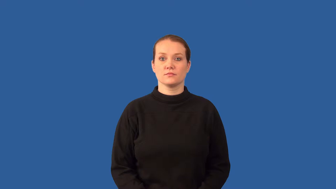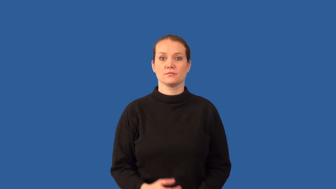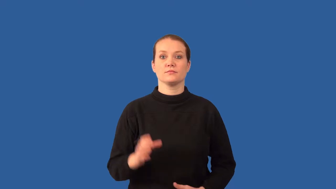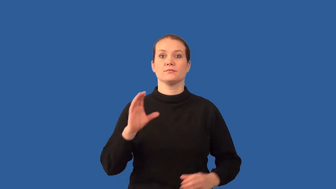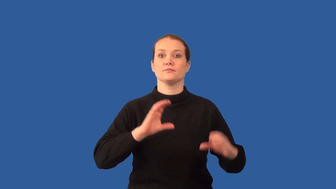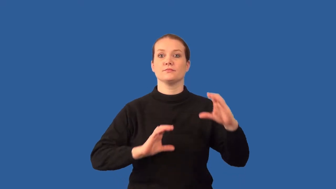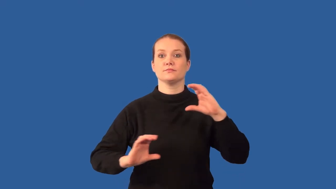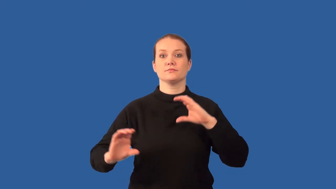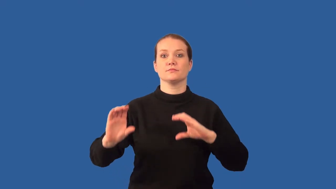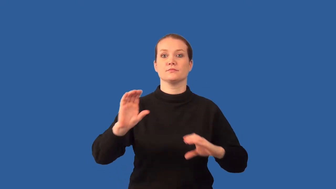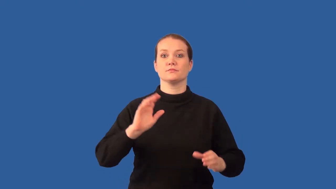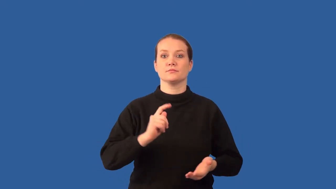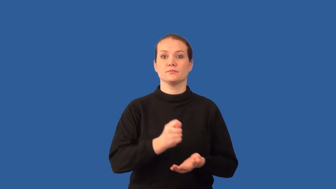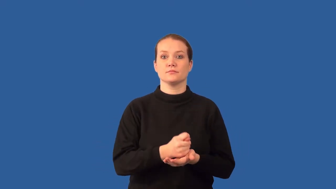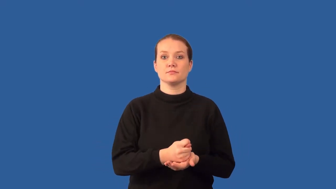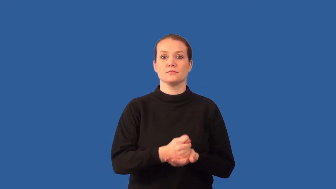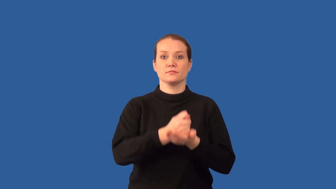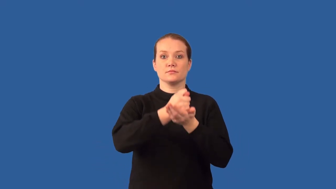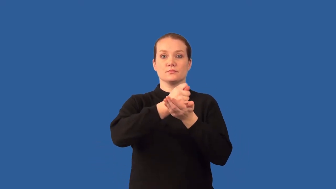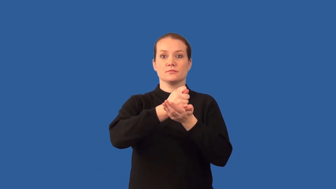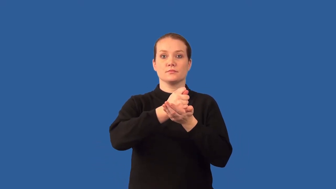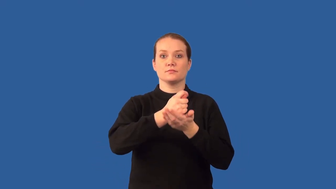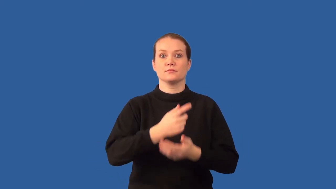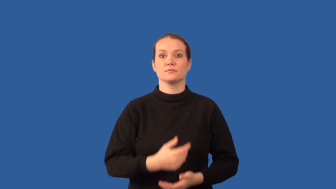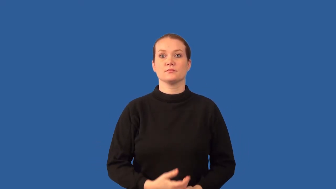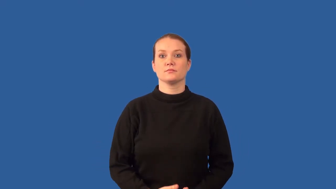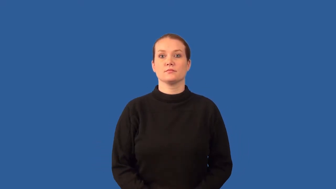chemotherapy